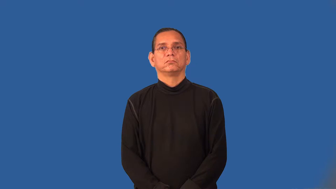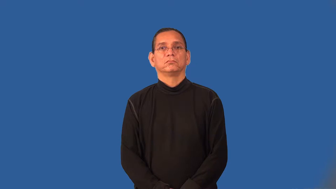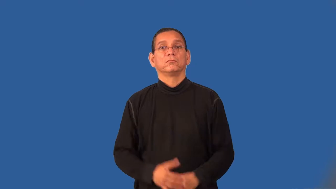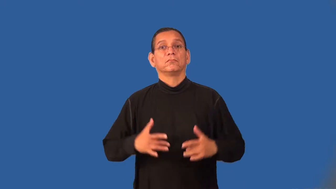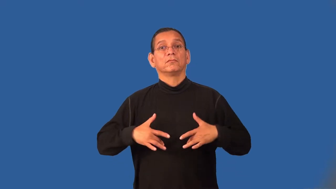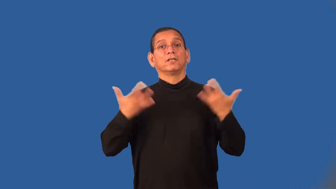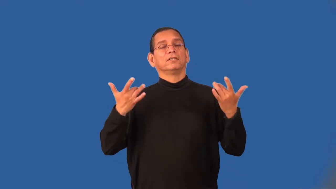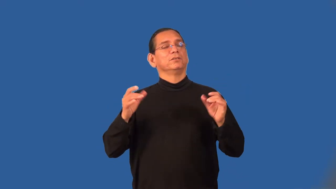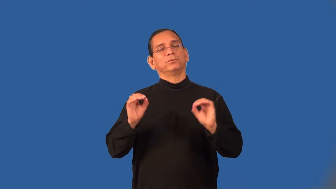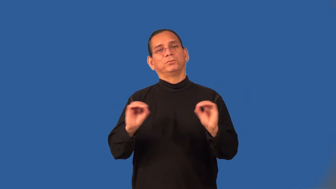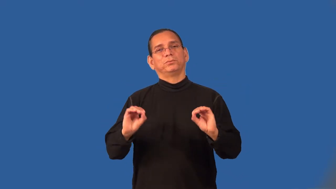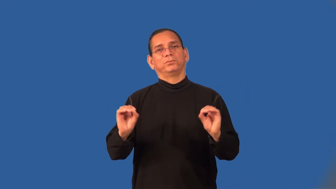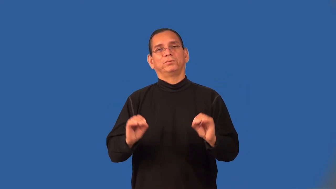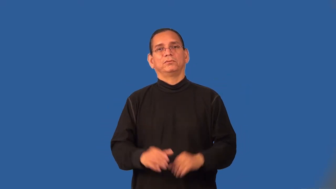uneventful